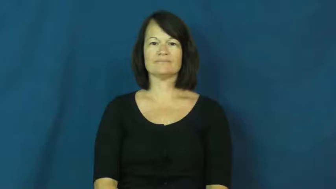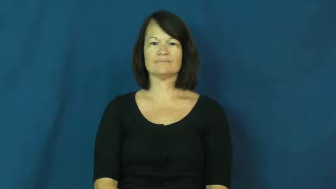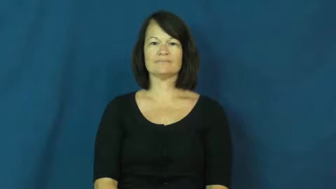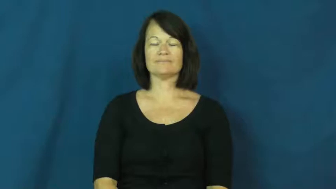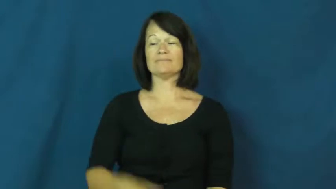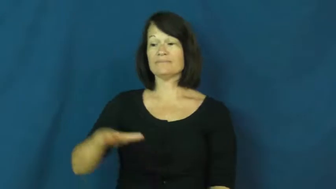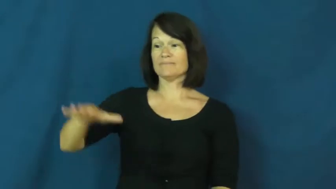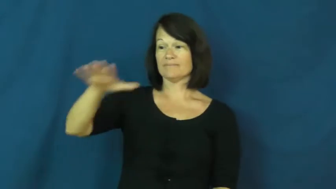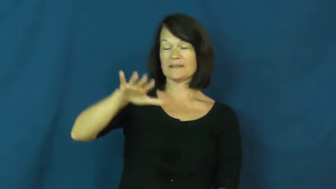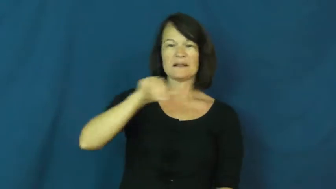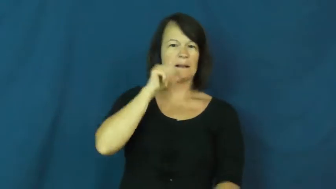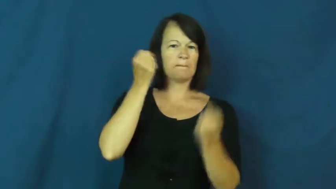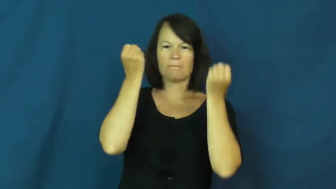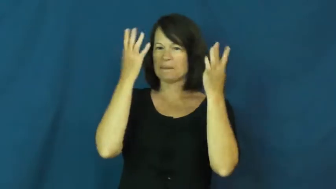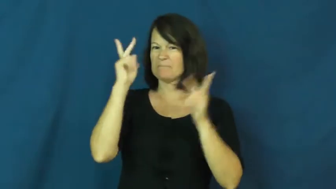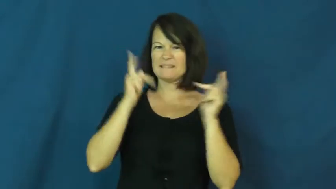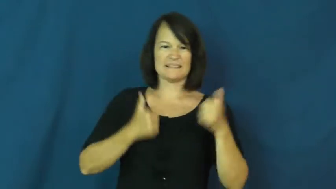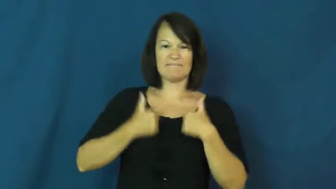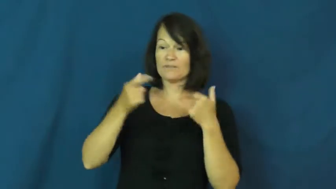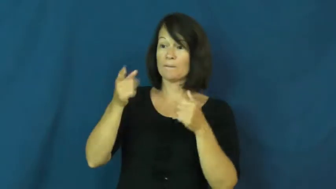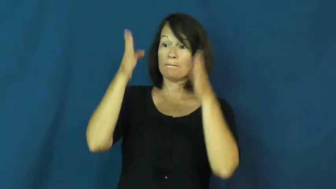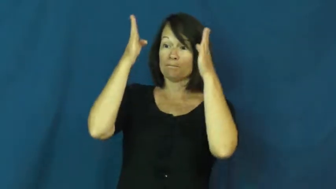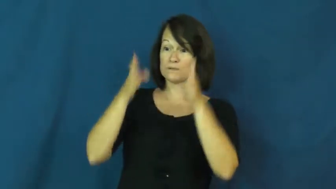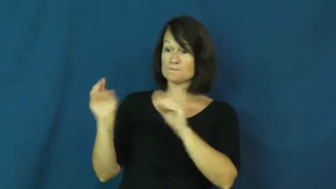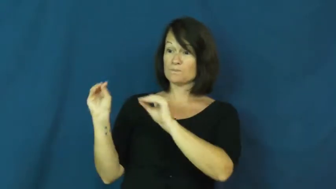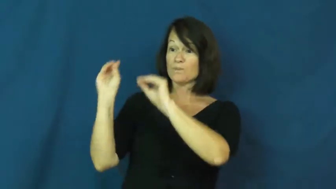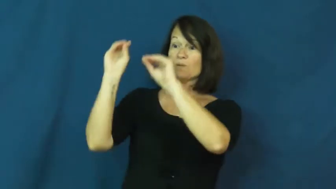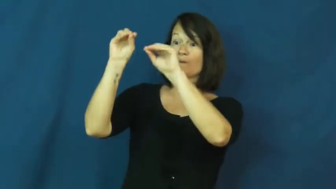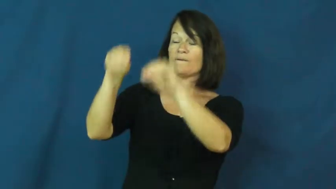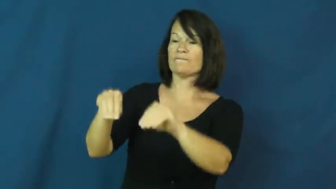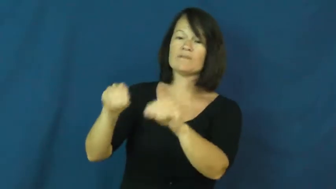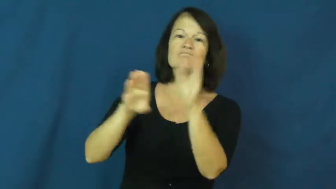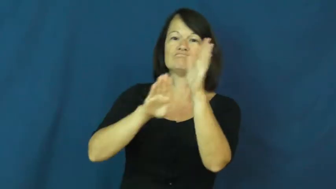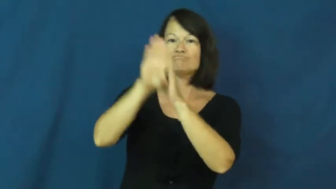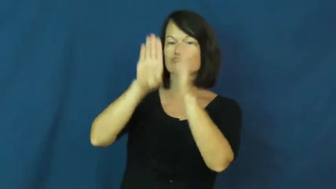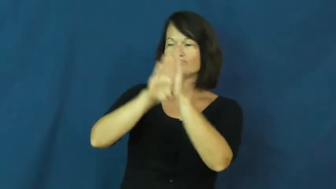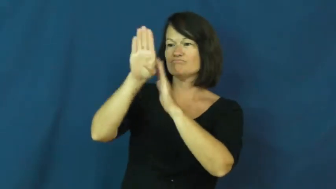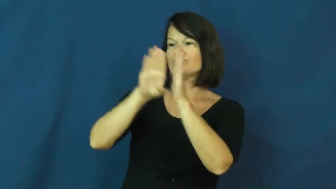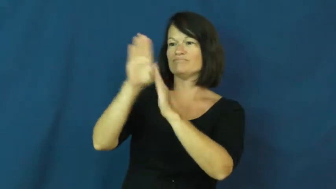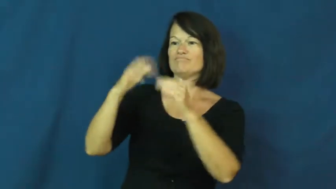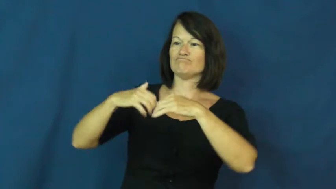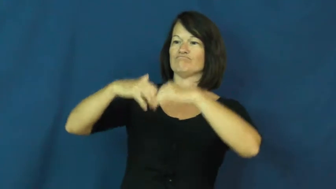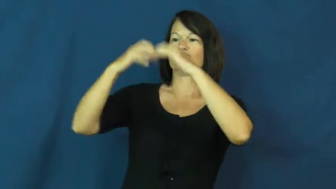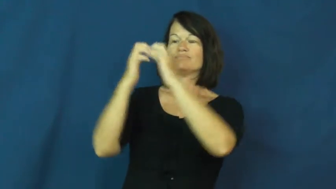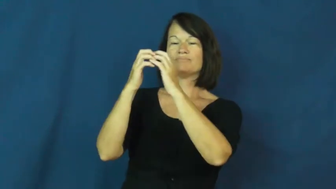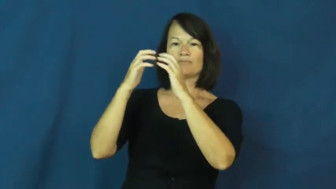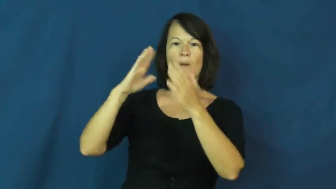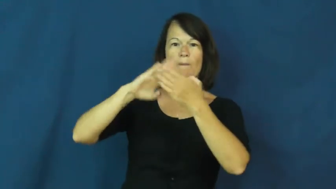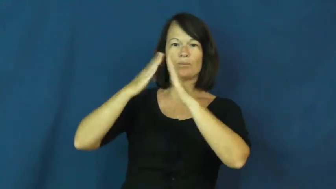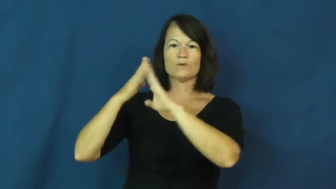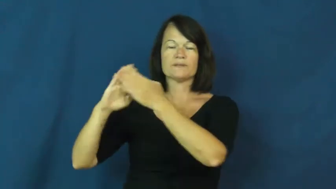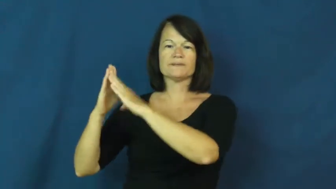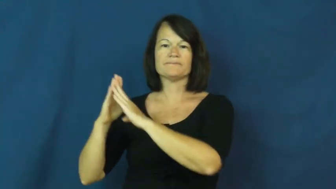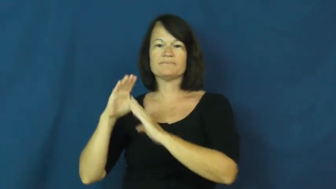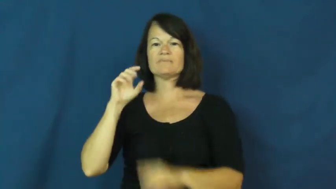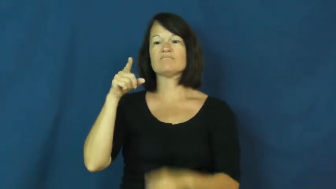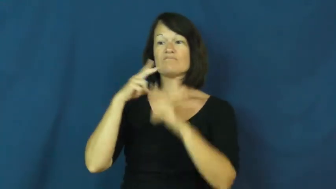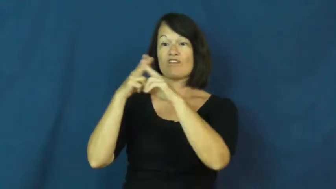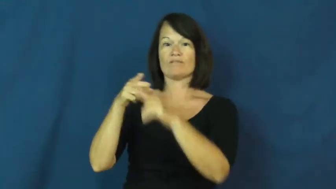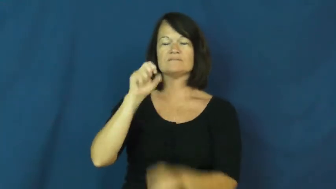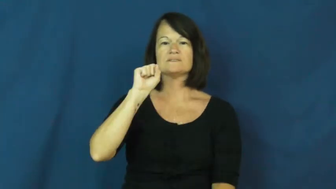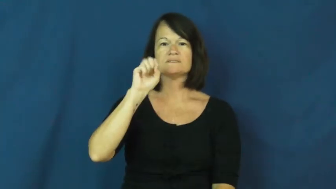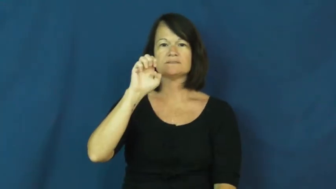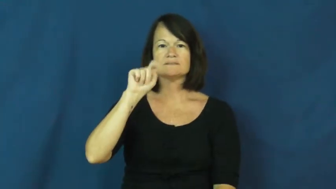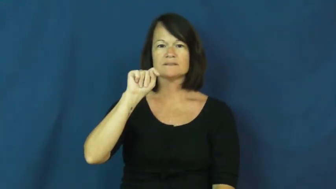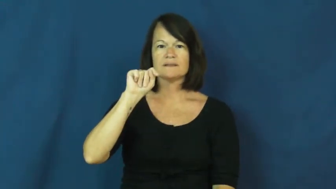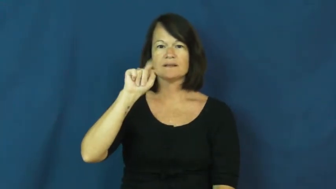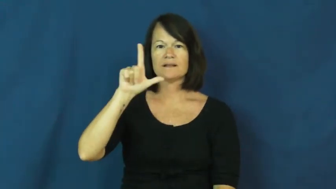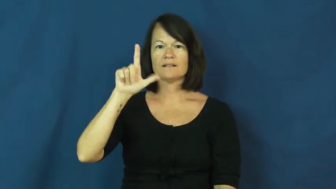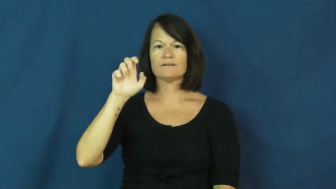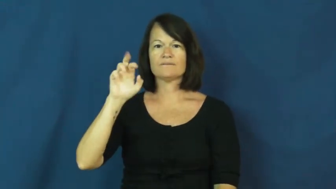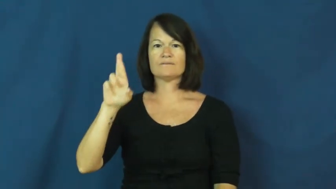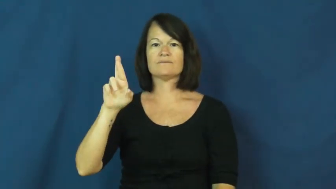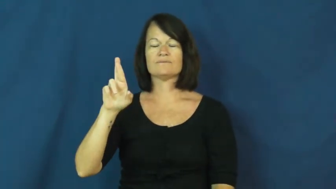settler